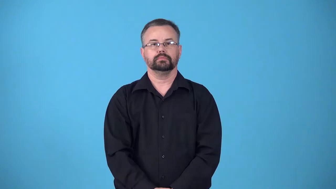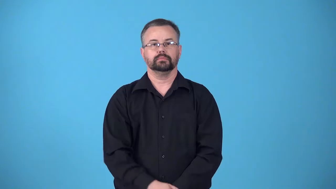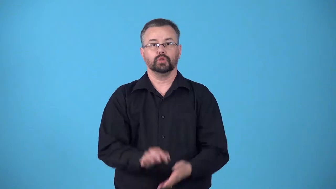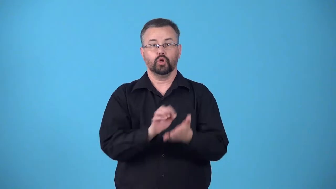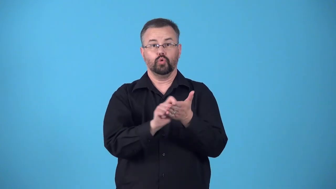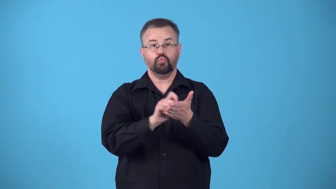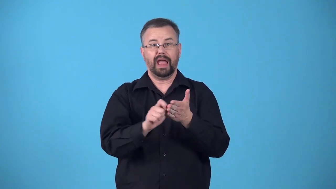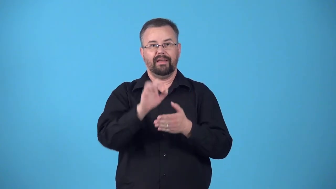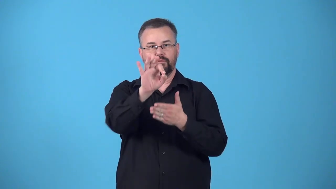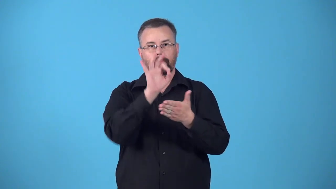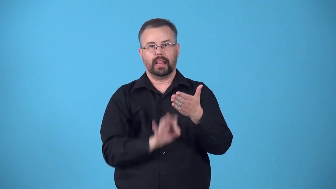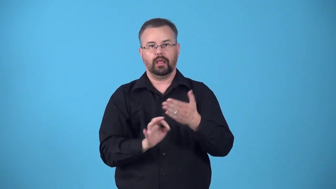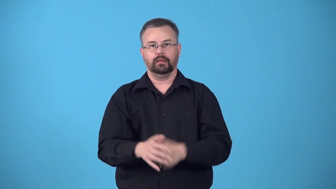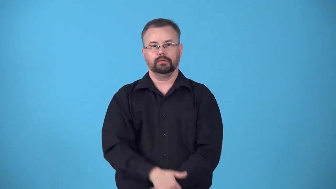formularize